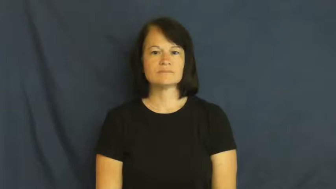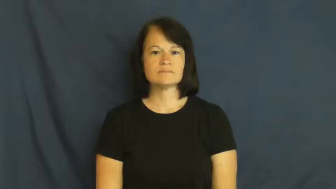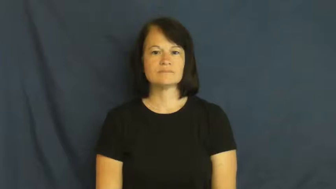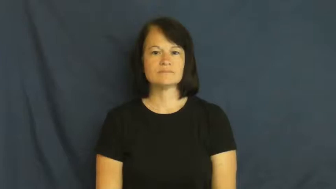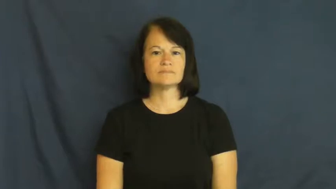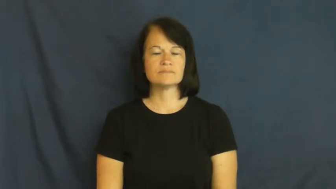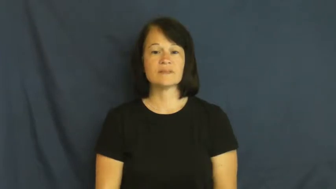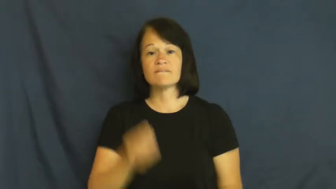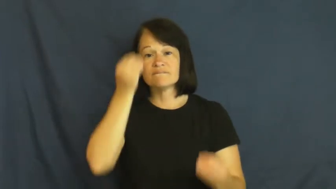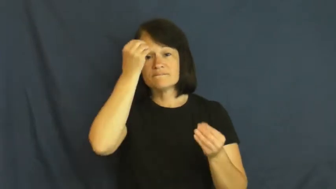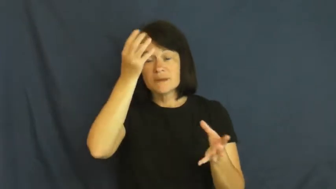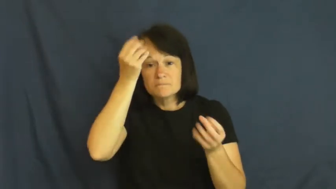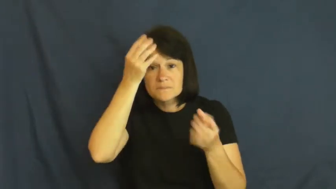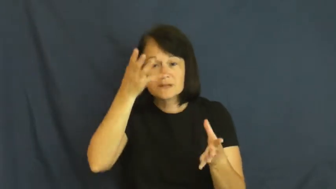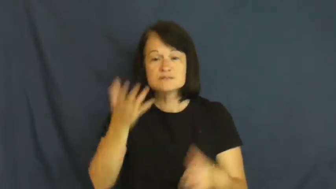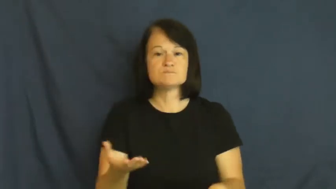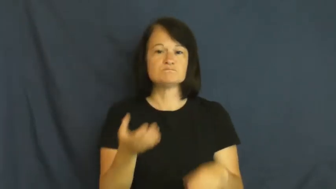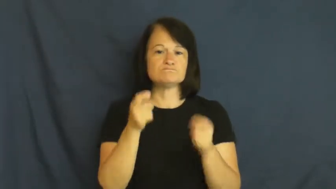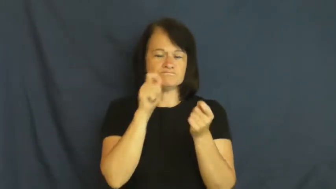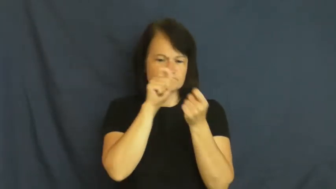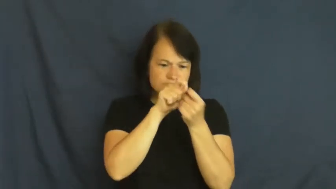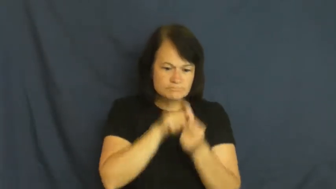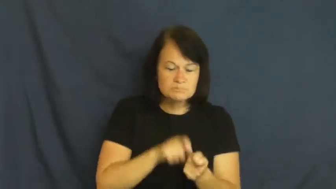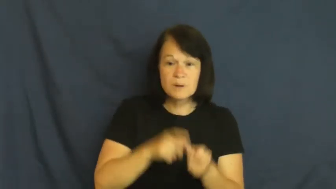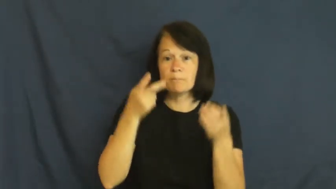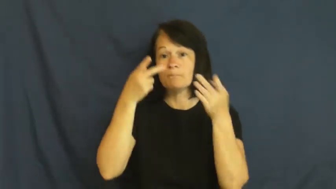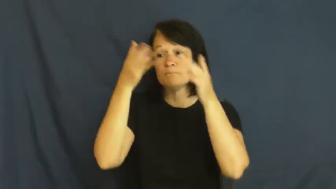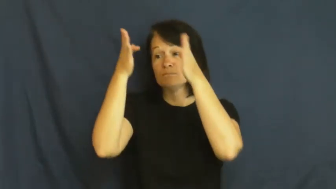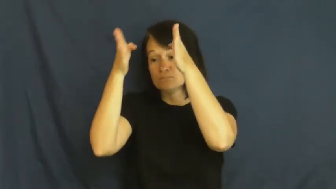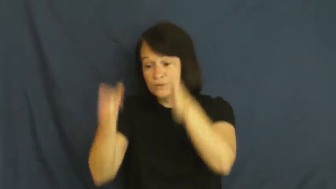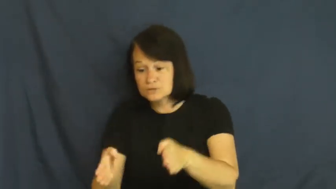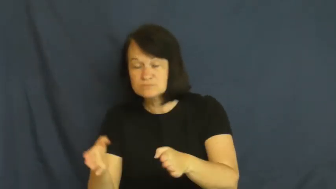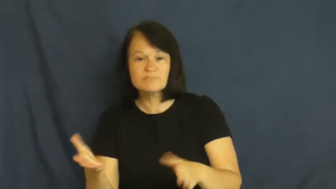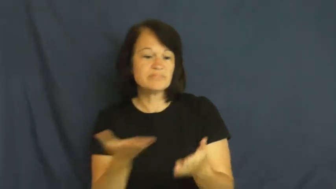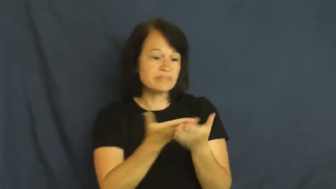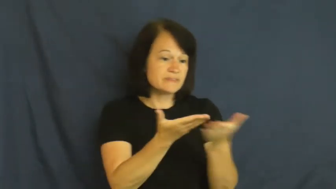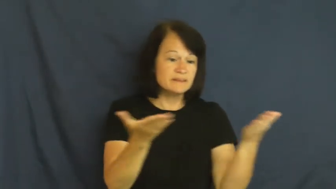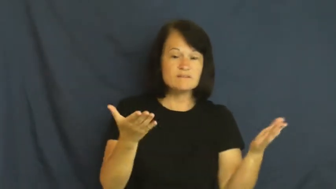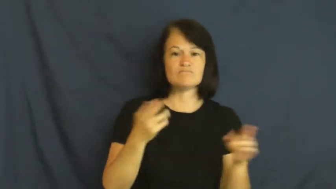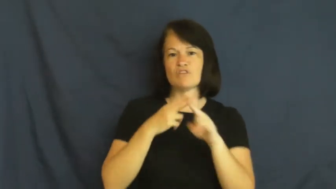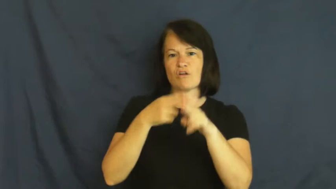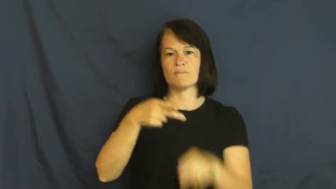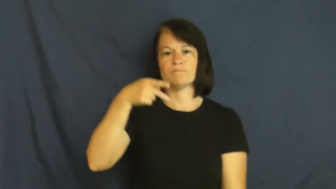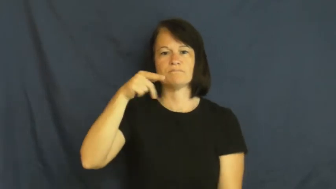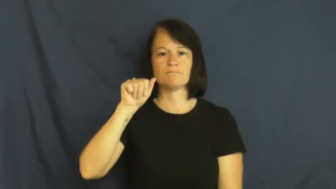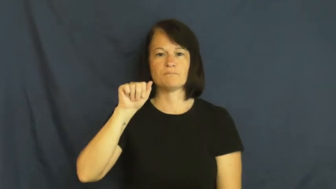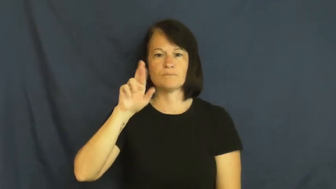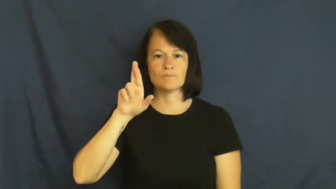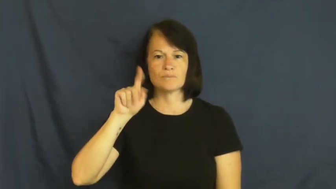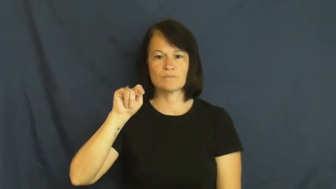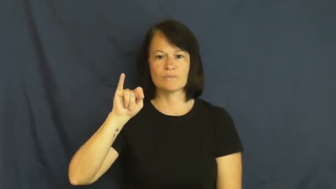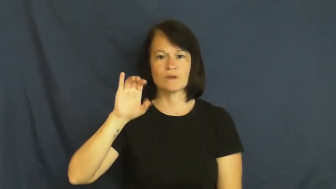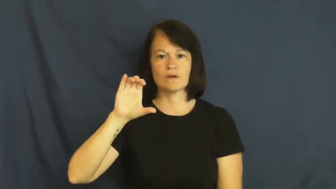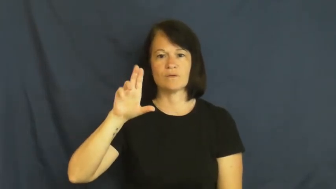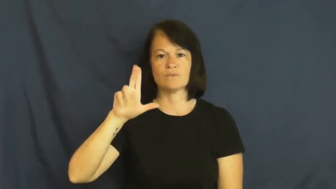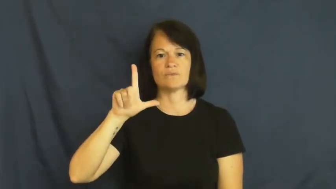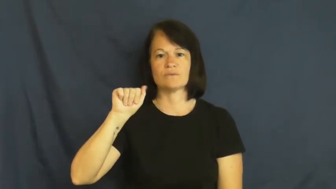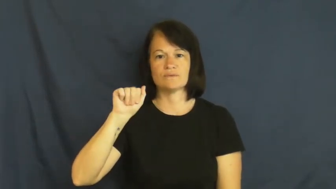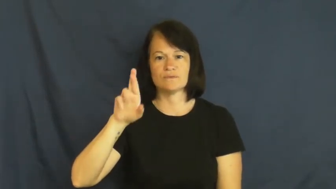particular